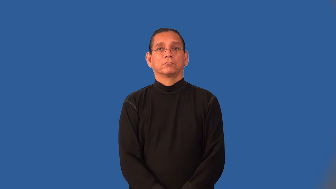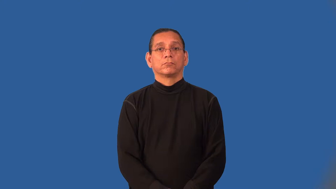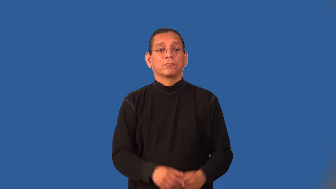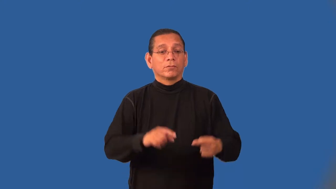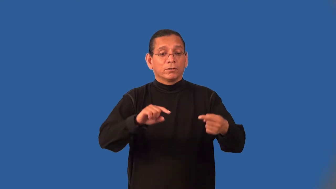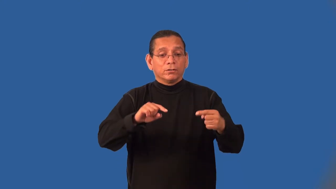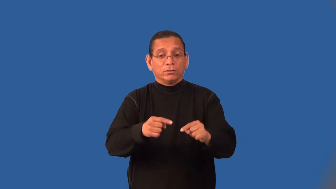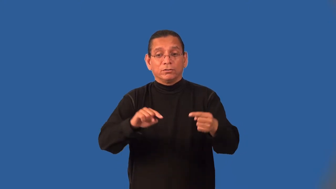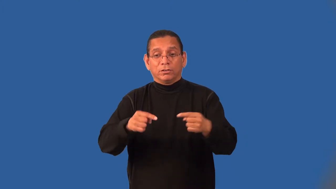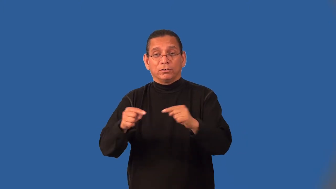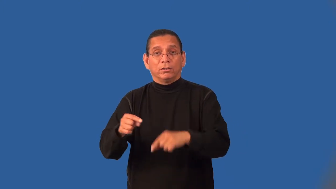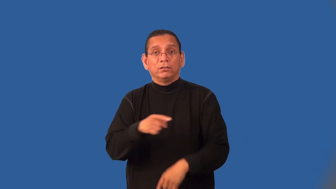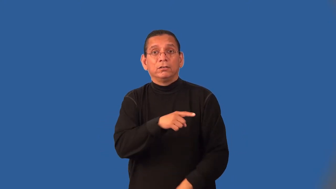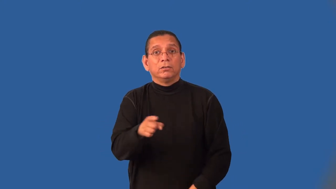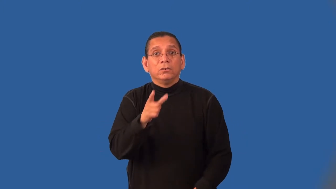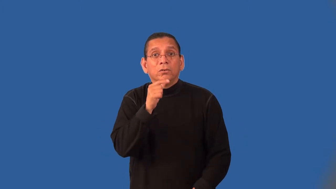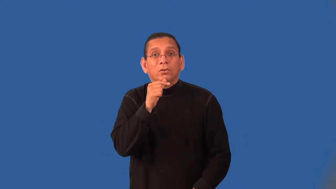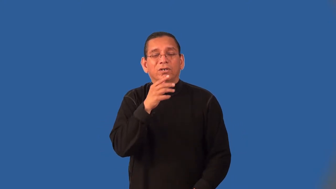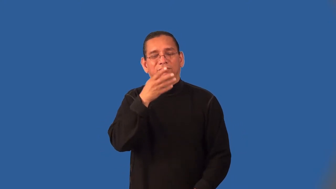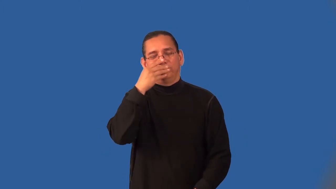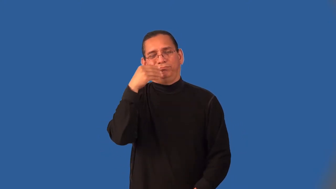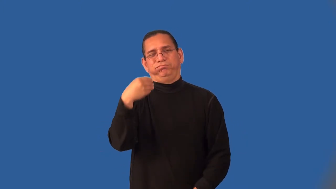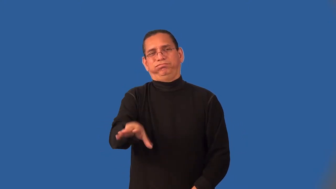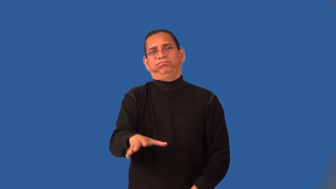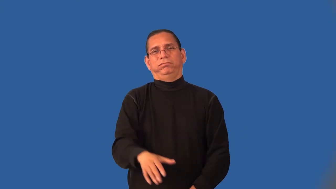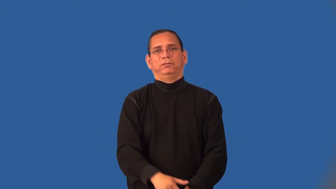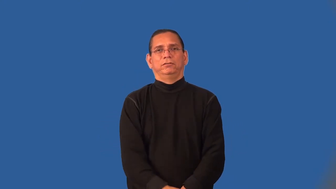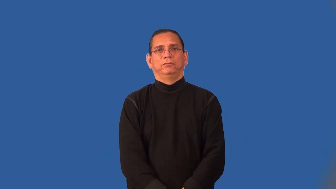indiscriminate